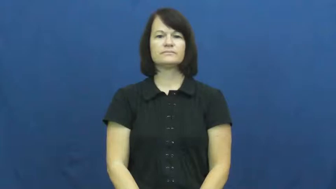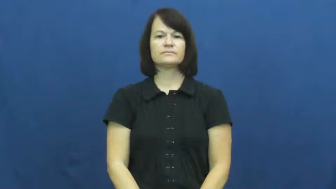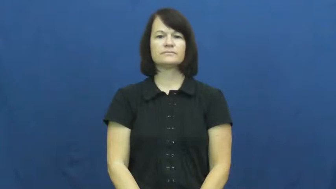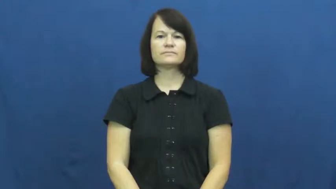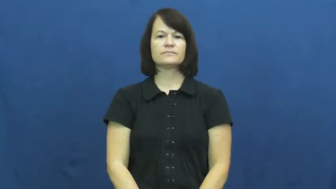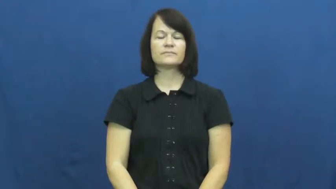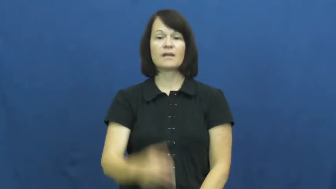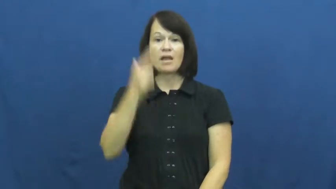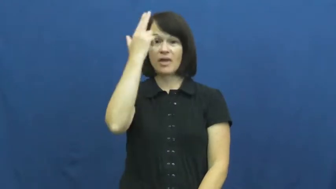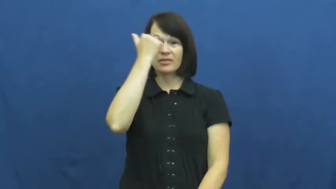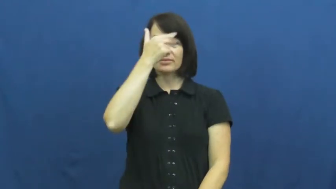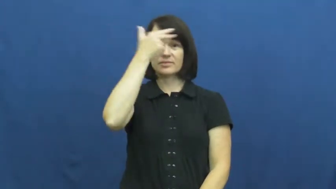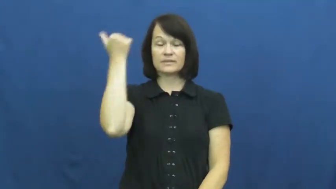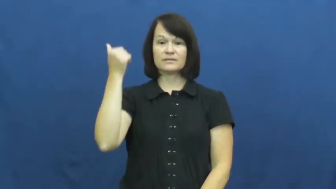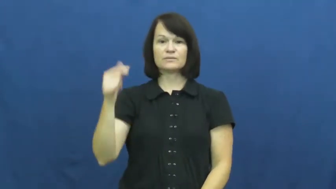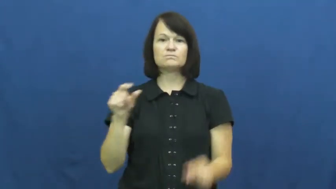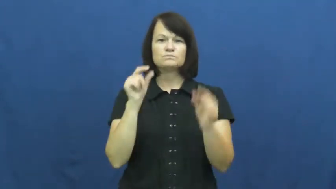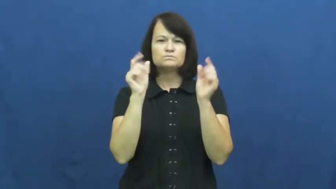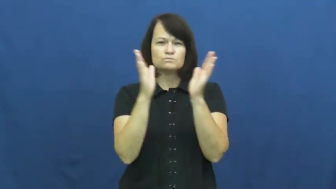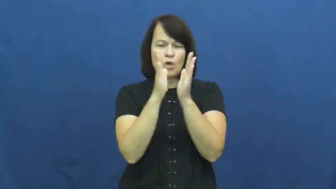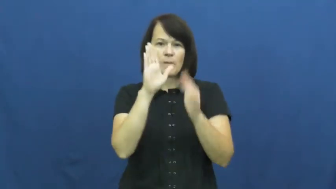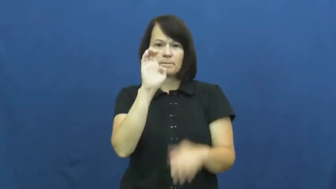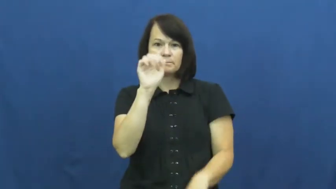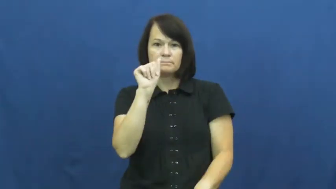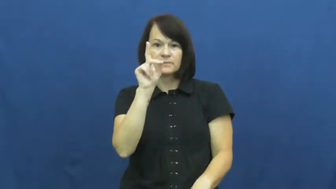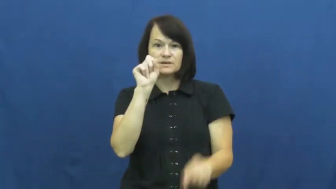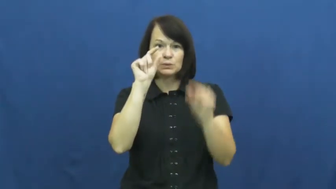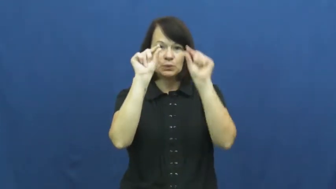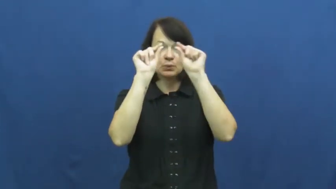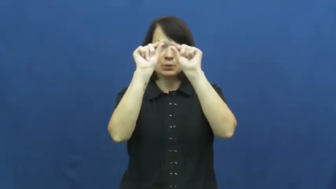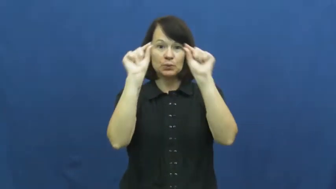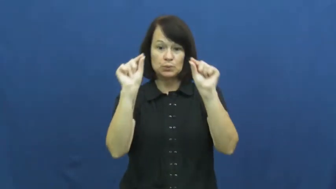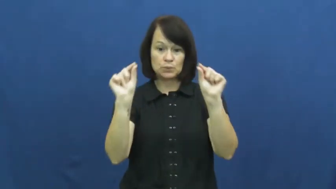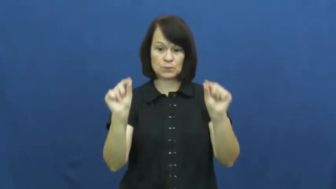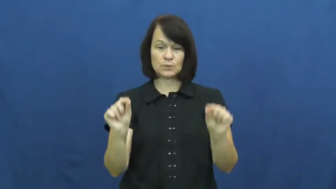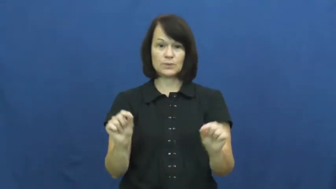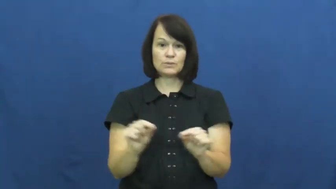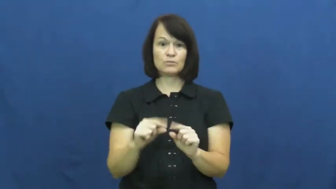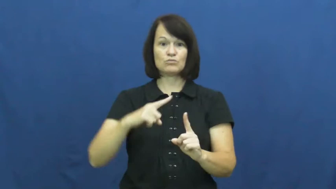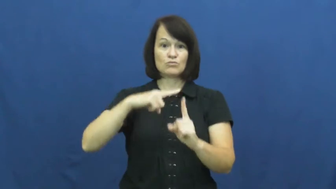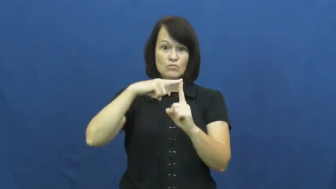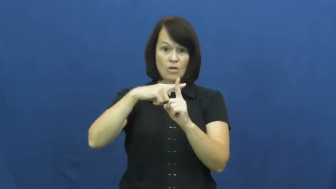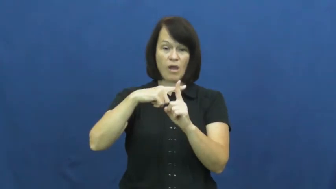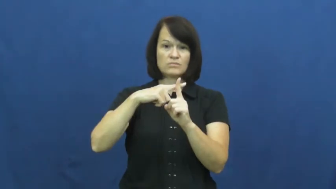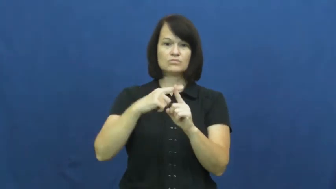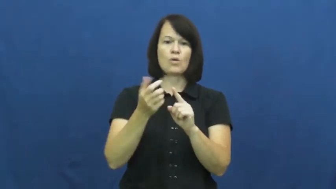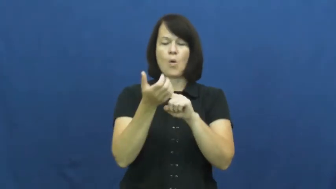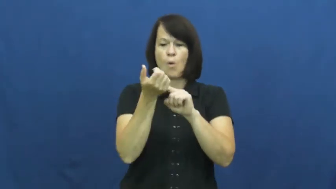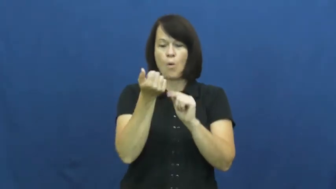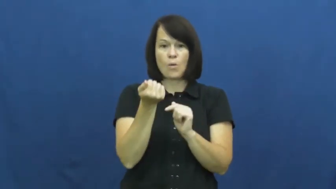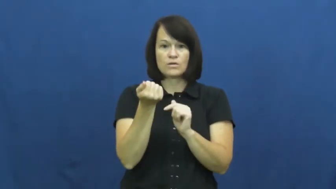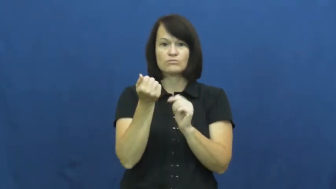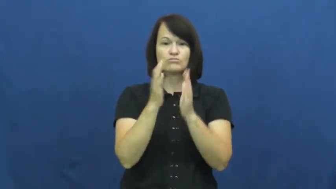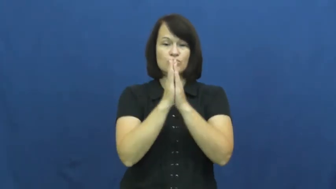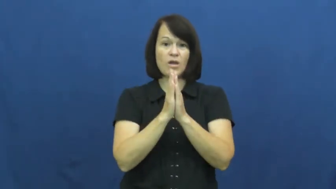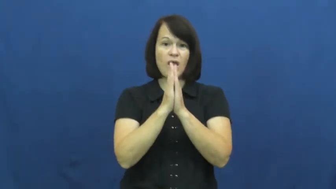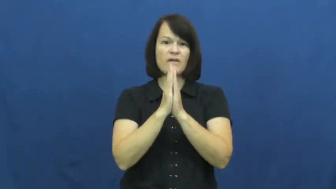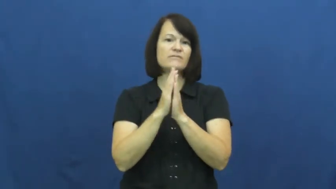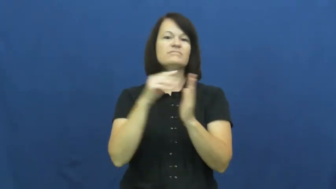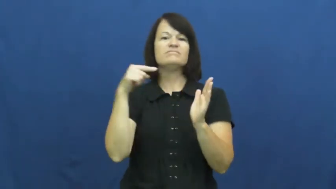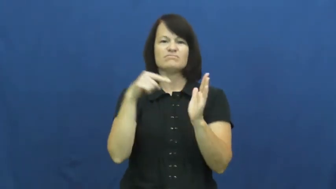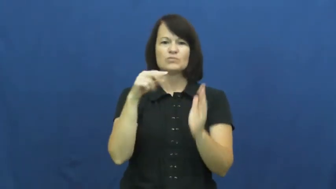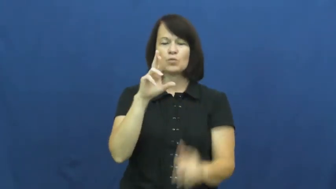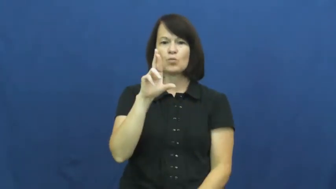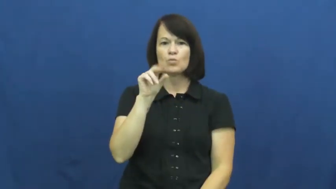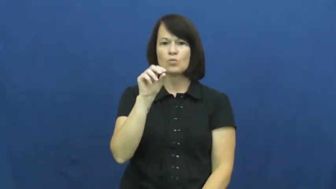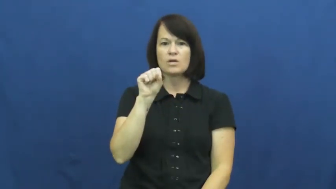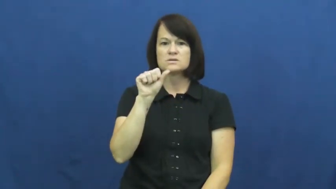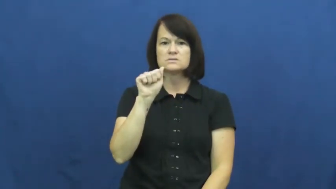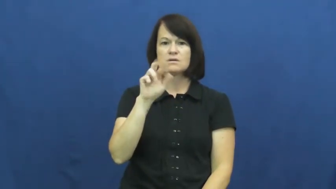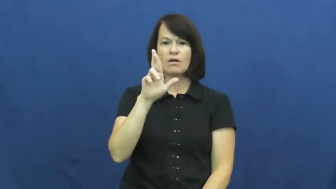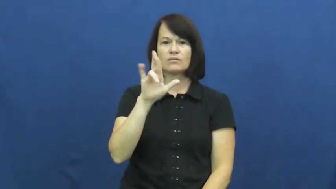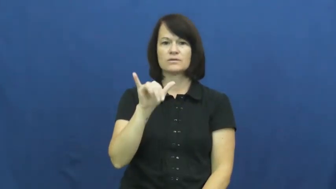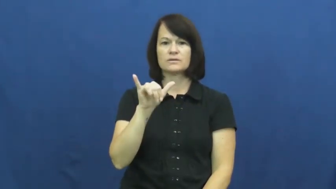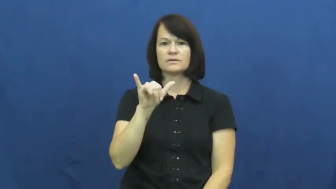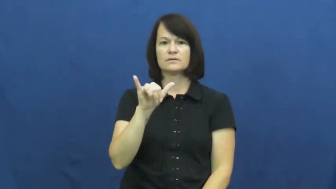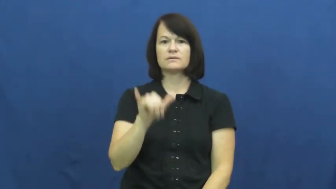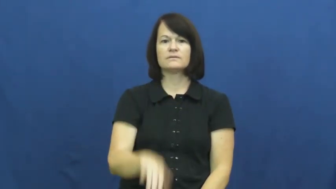rosary